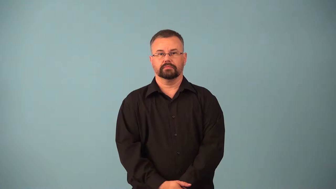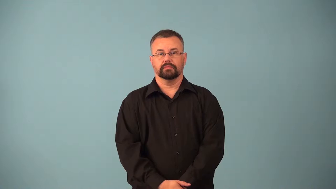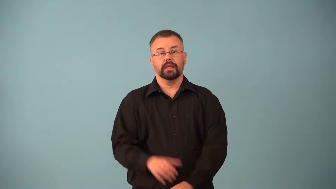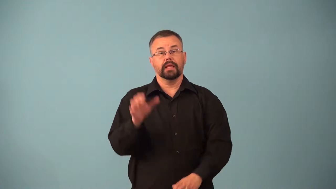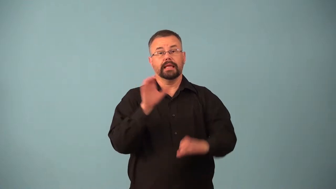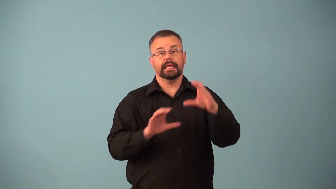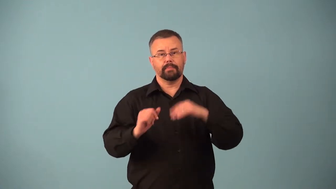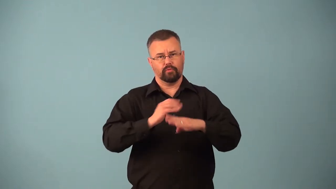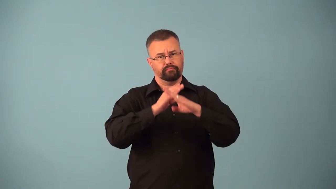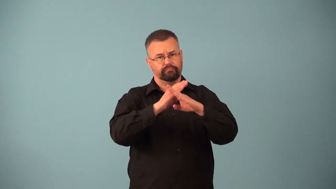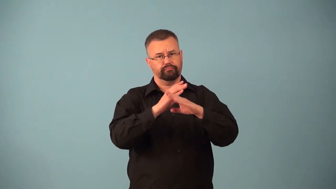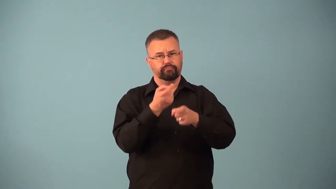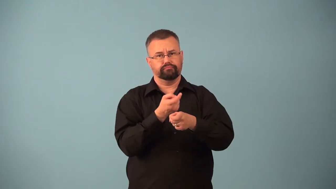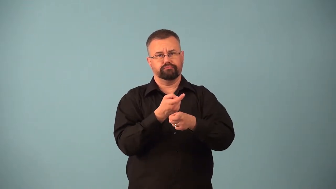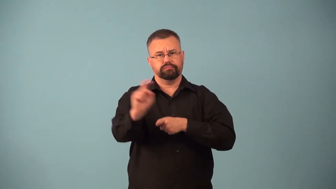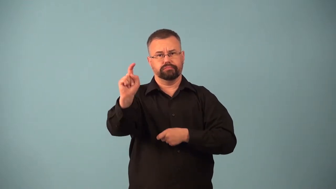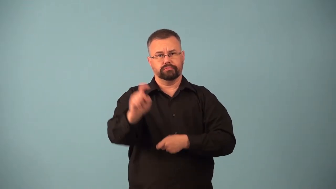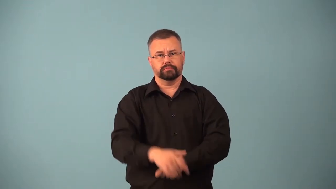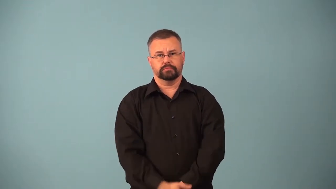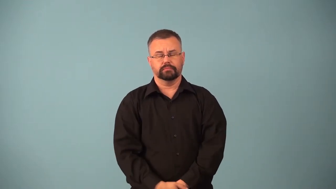antioxidant